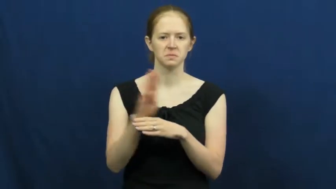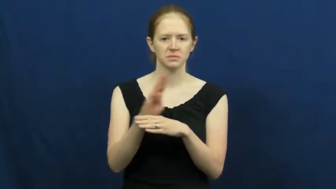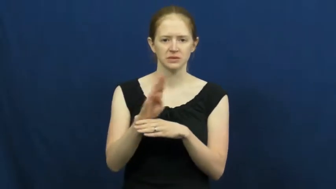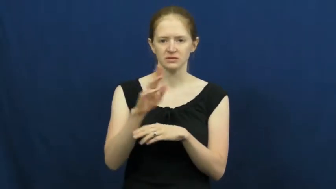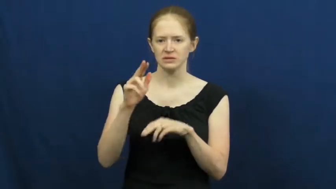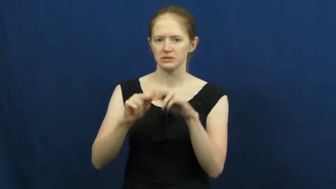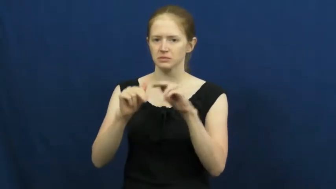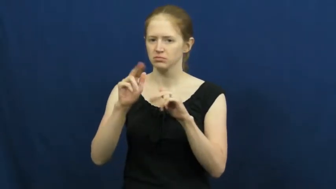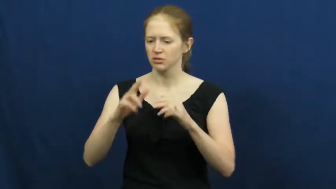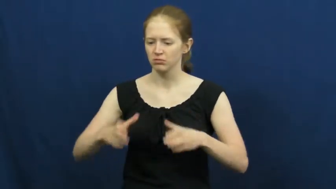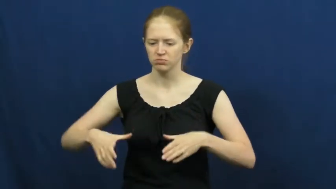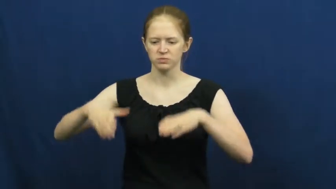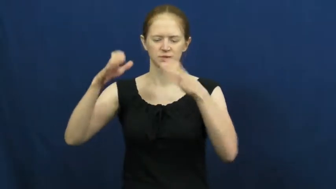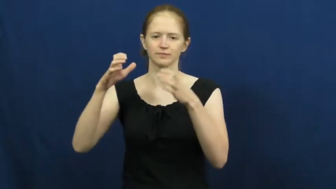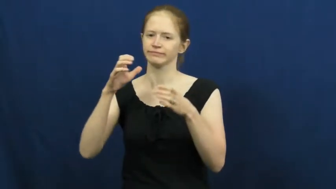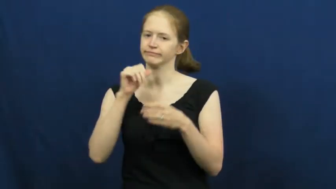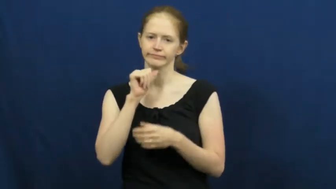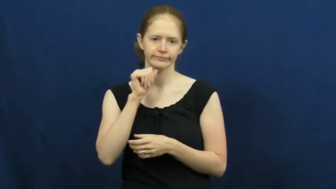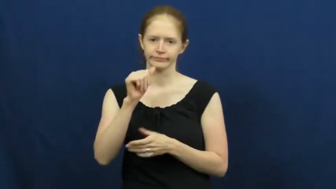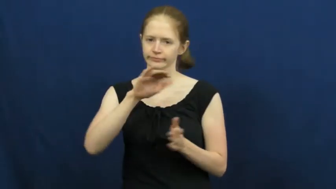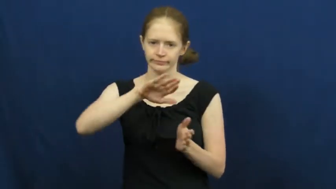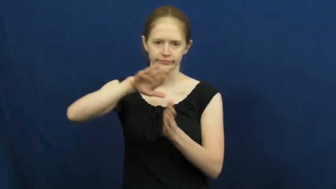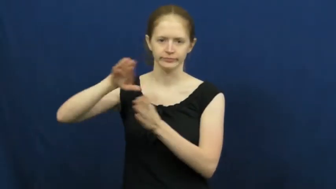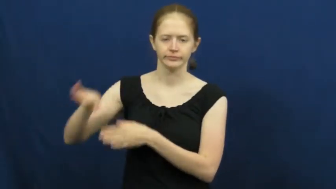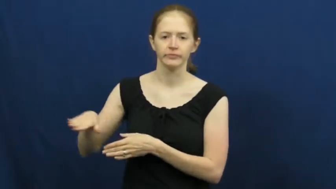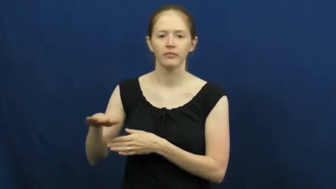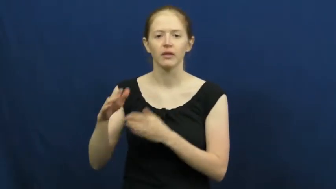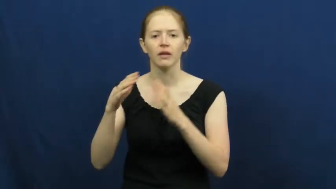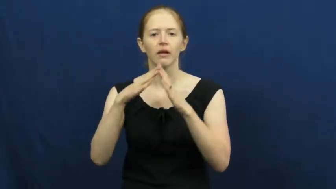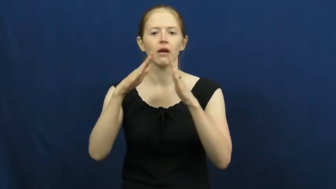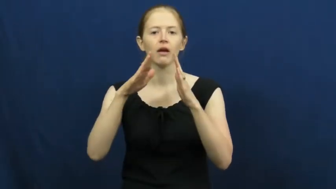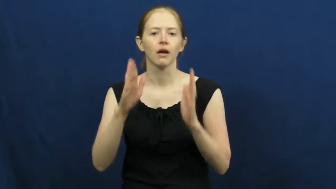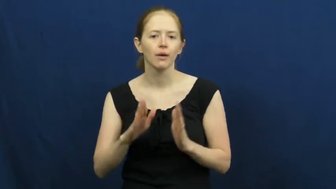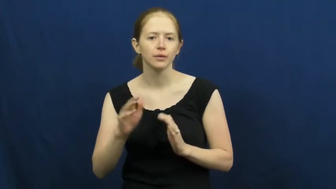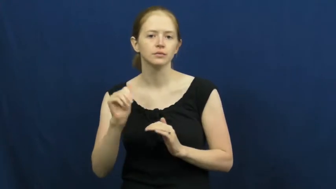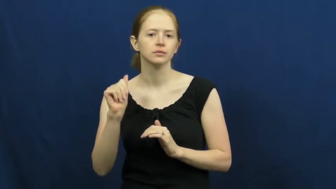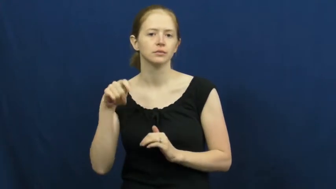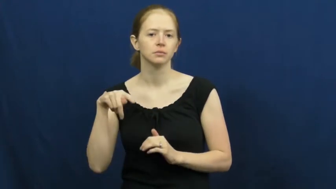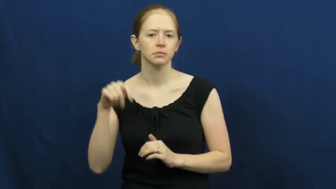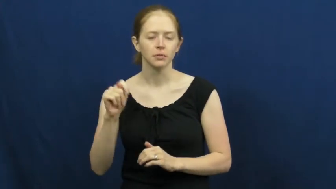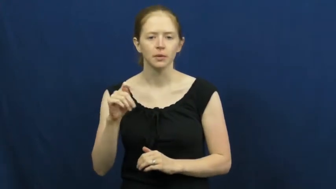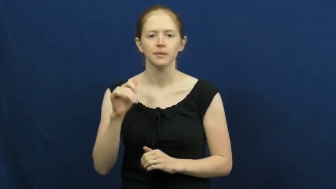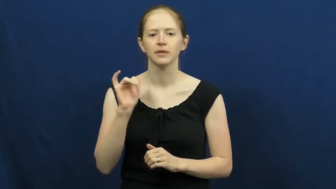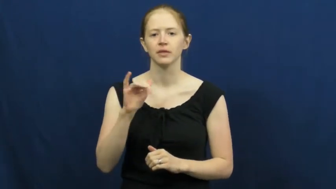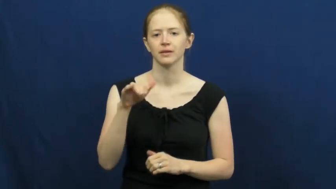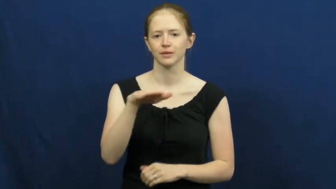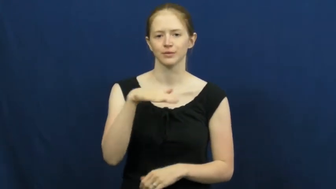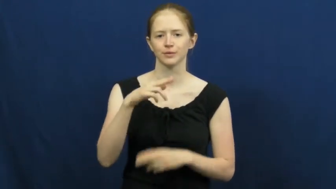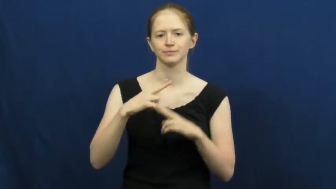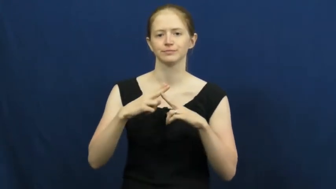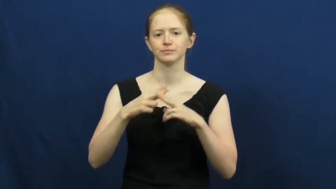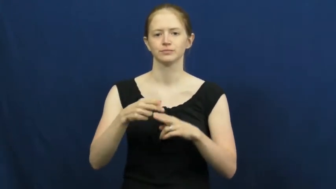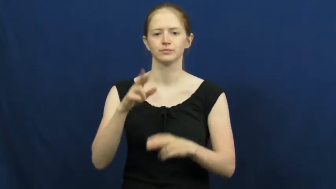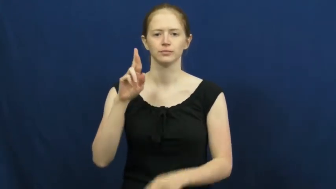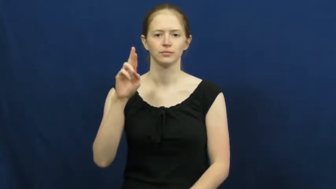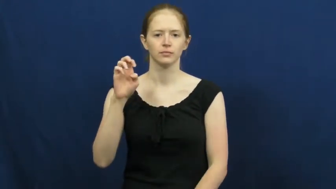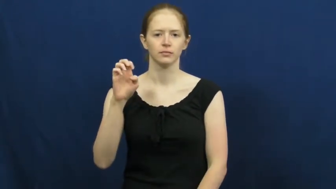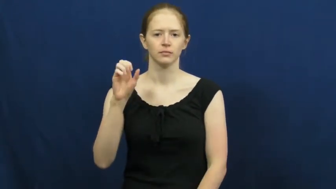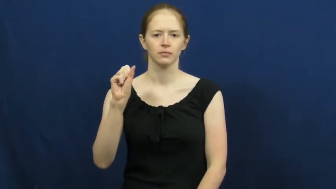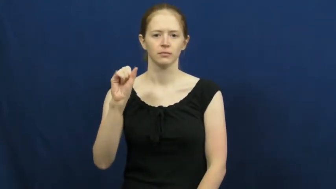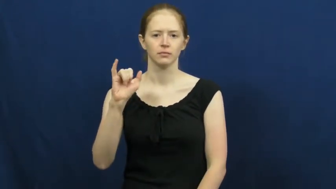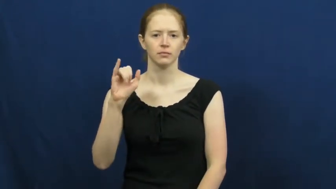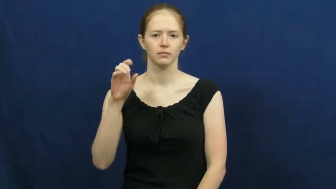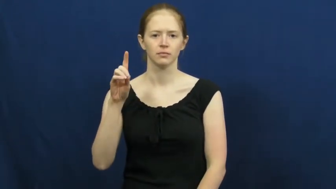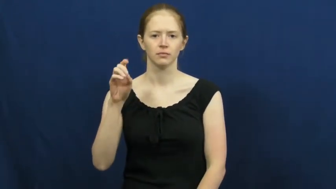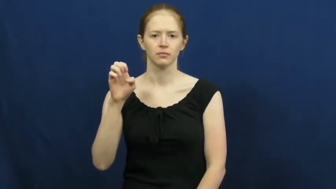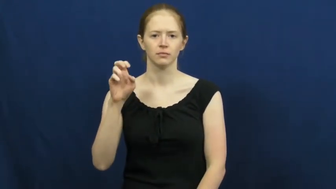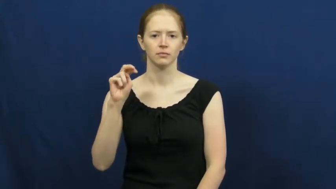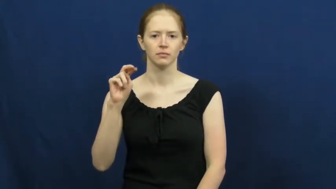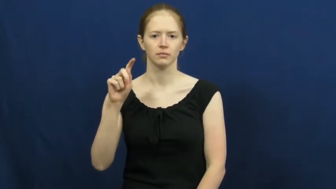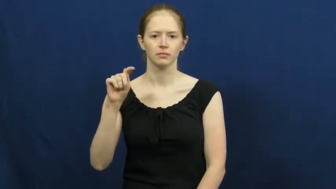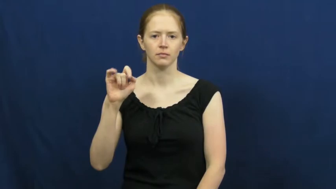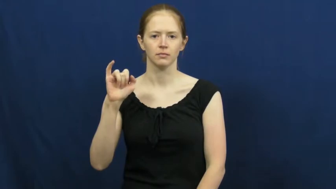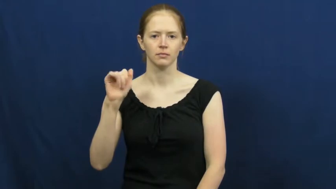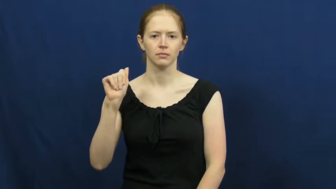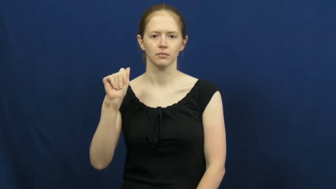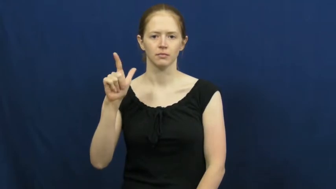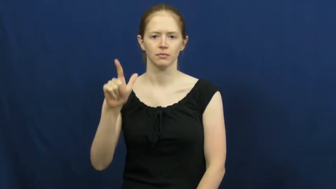residential